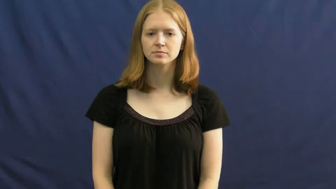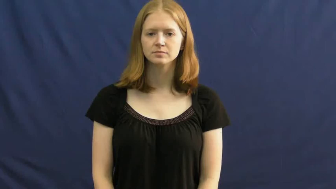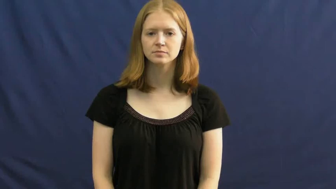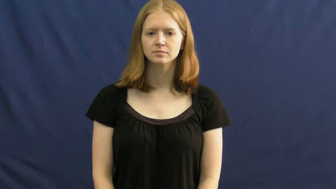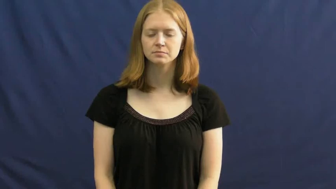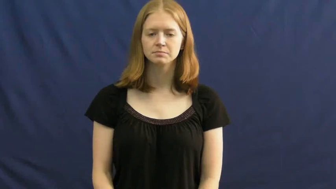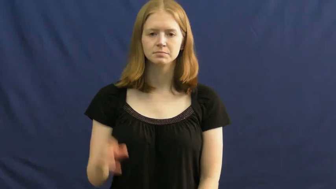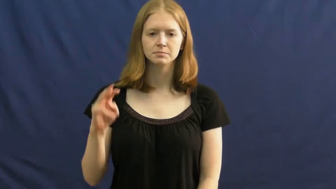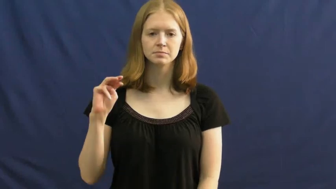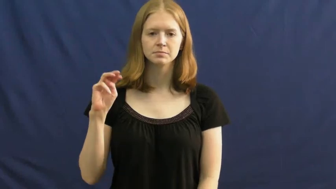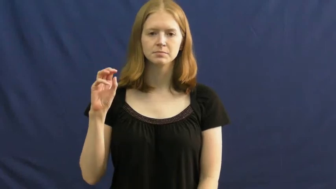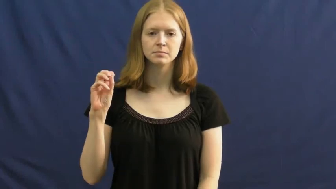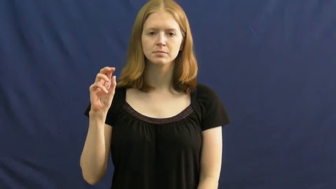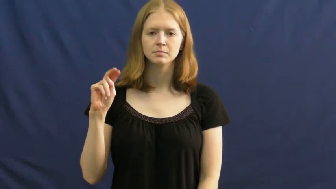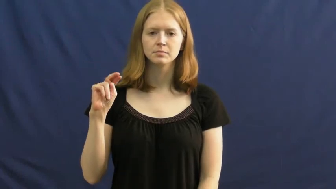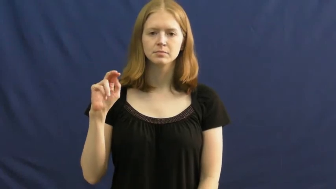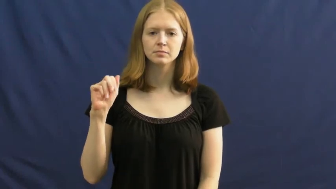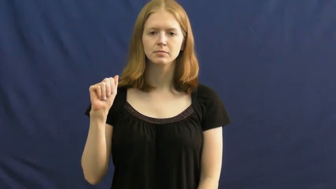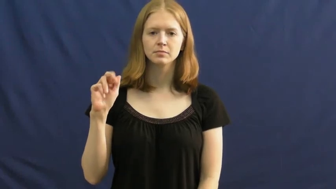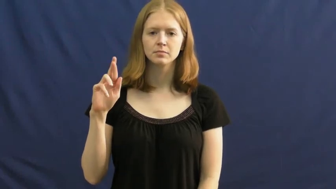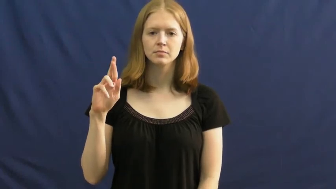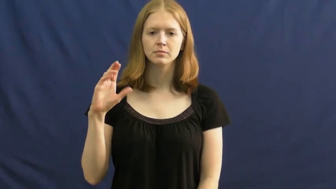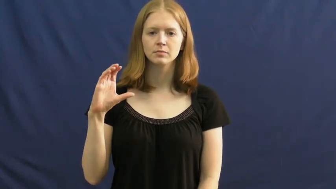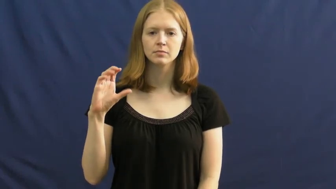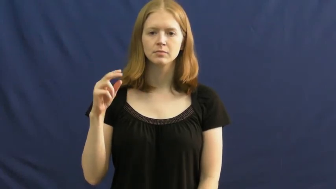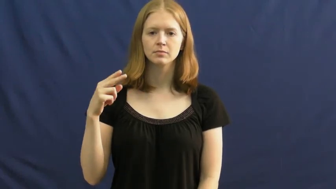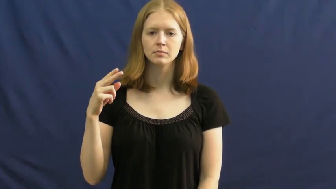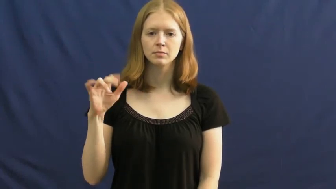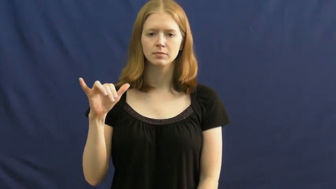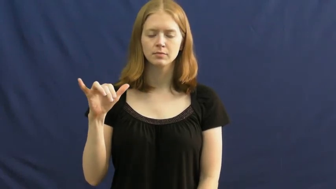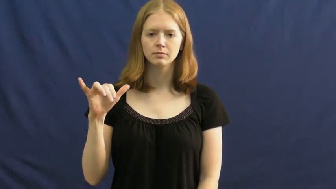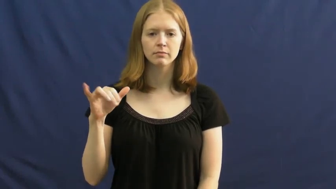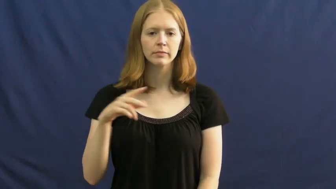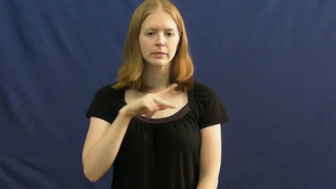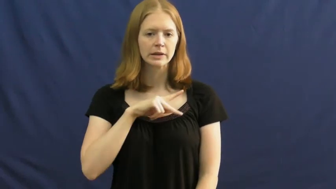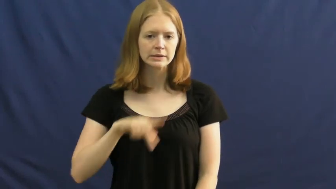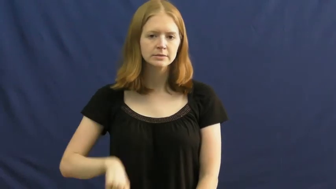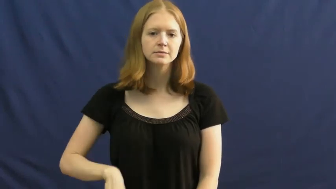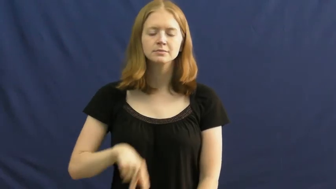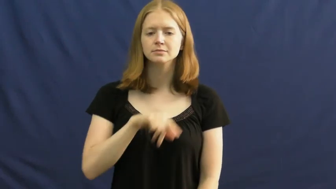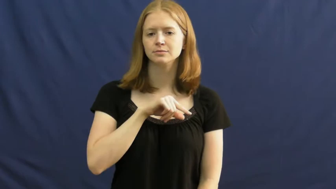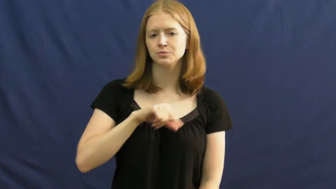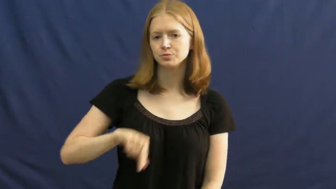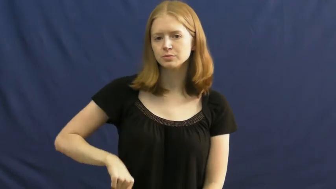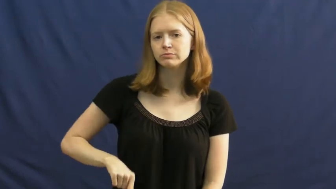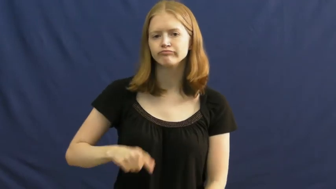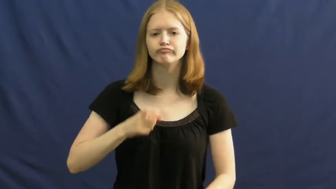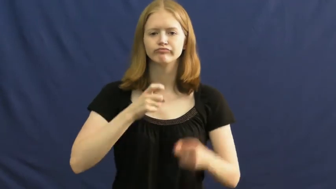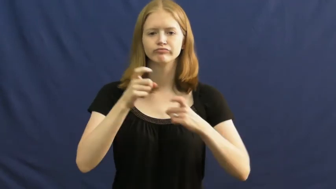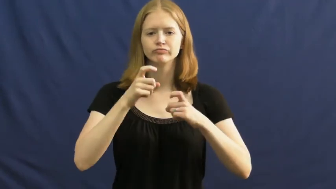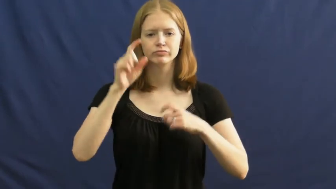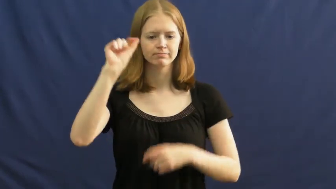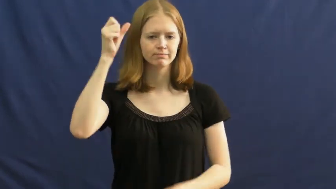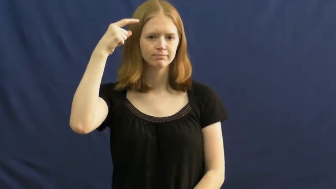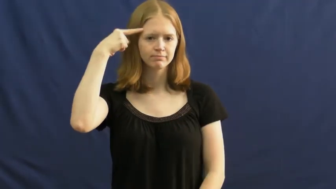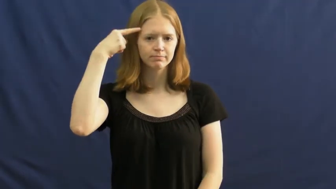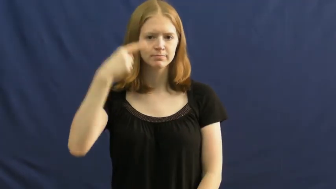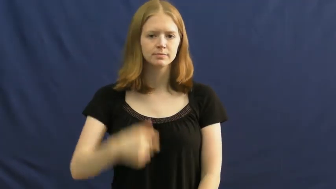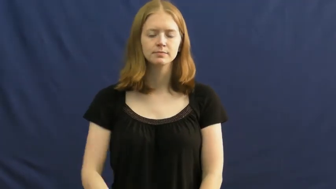monarchy